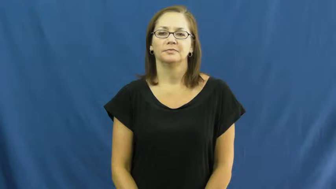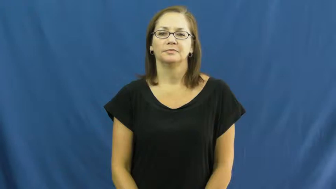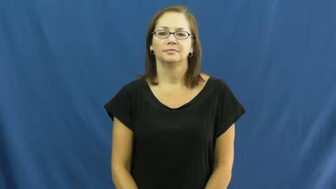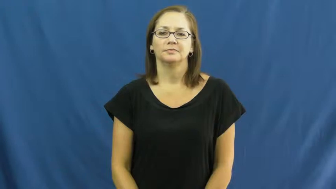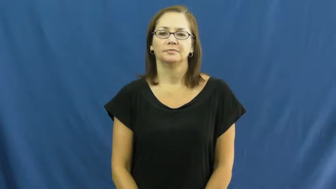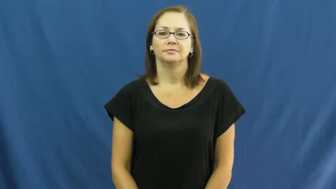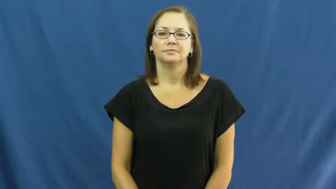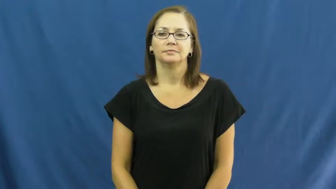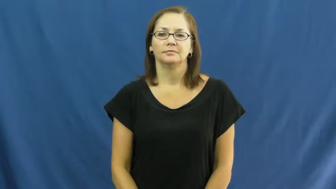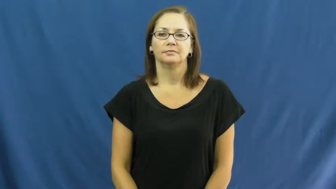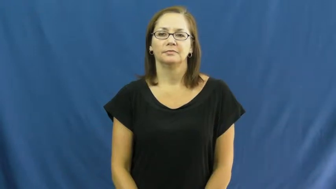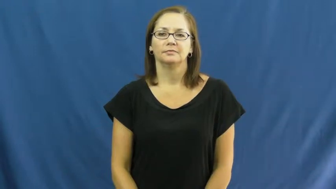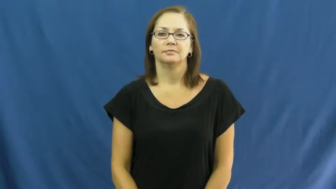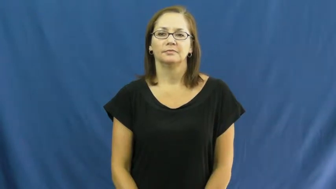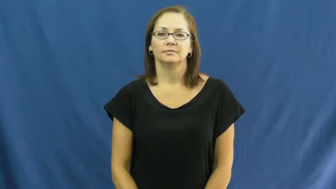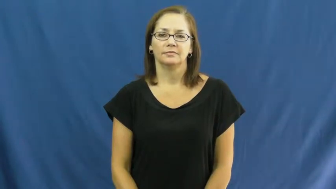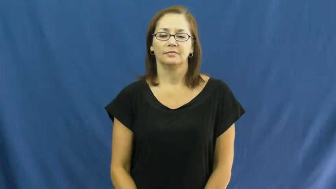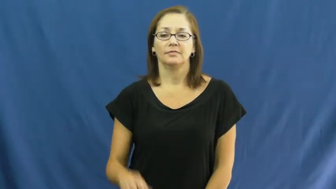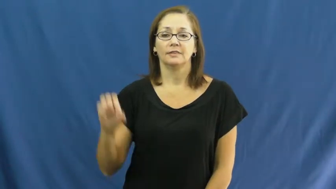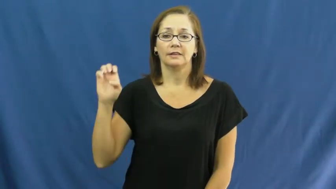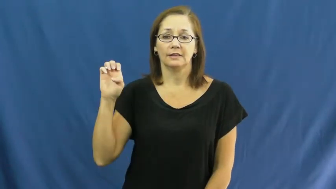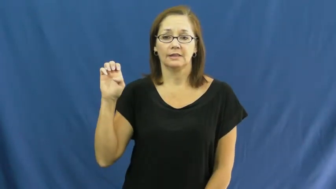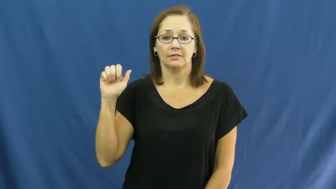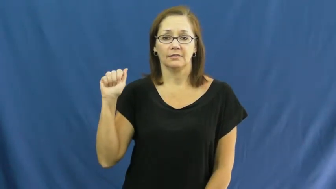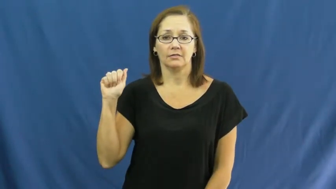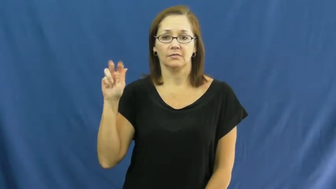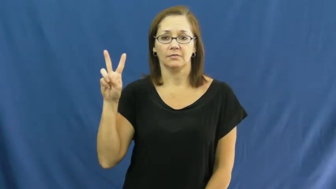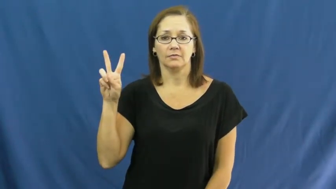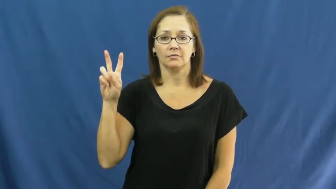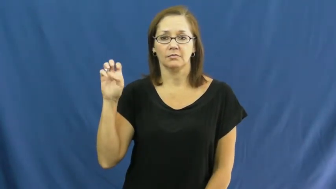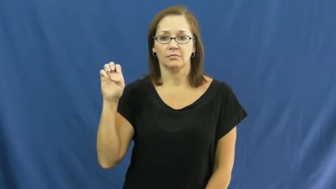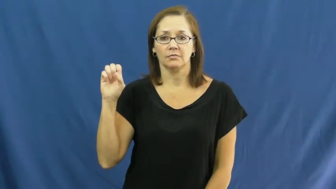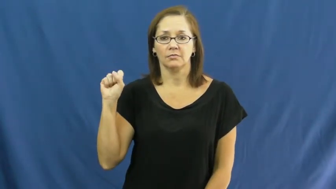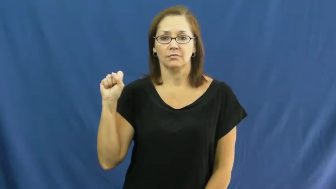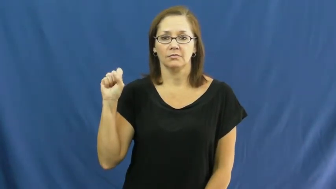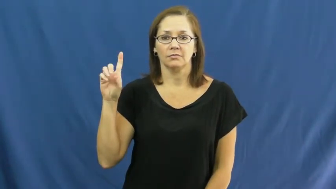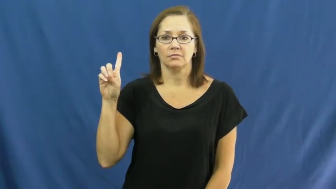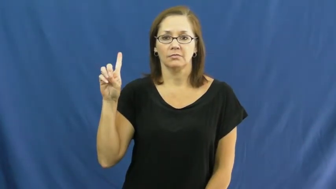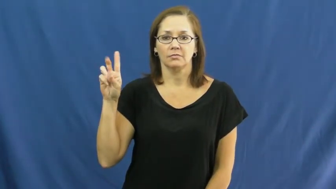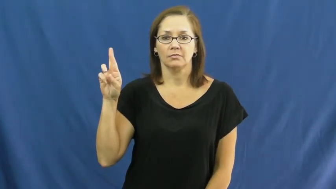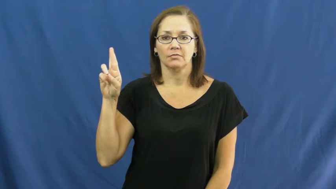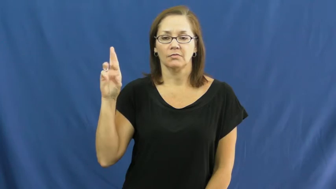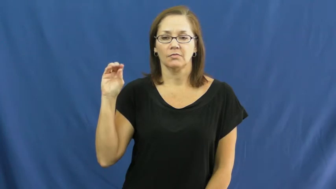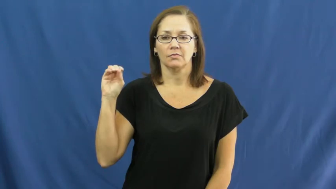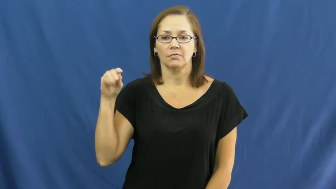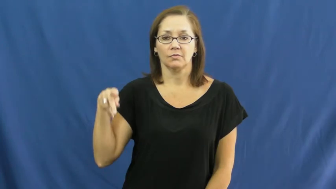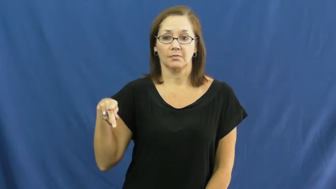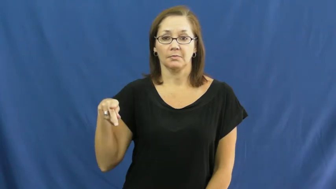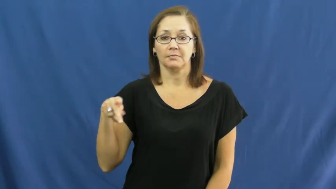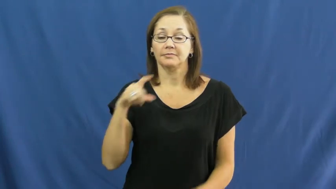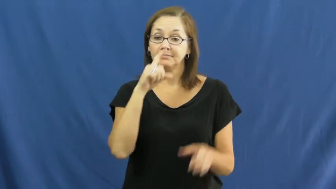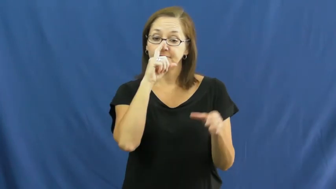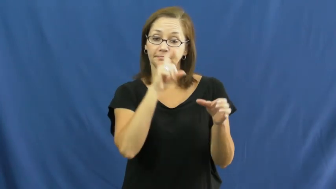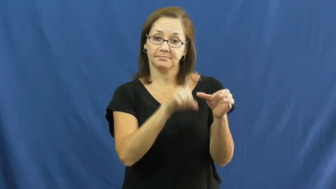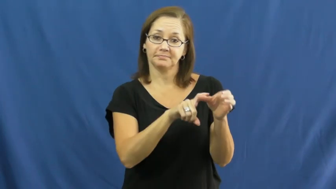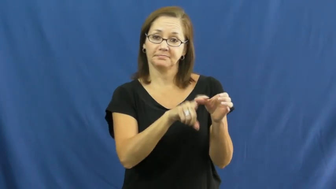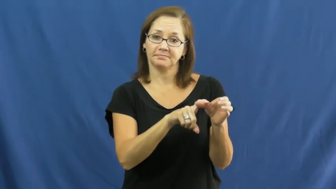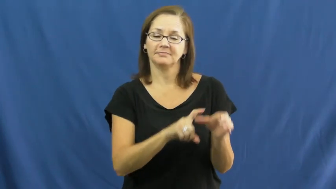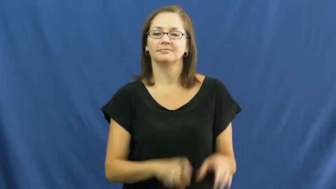eavesdrop